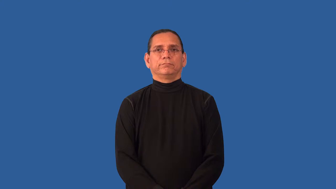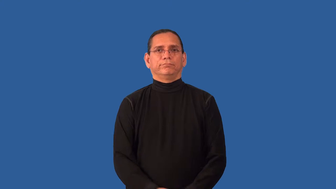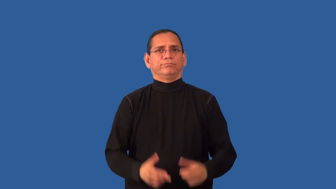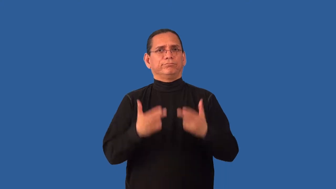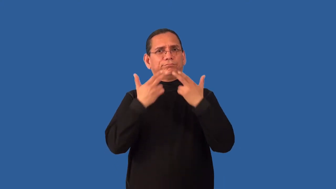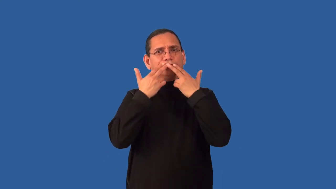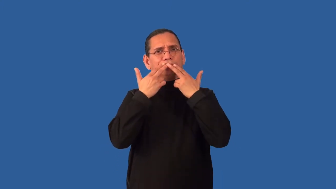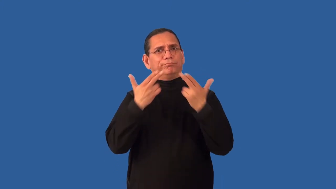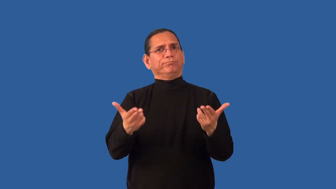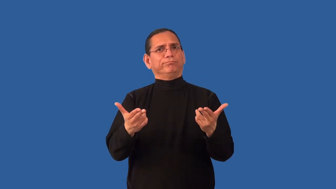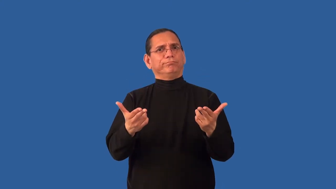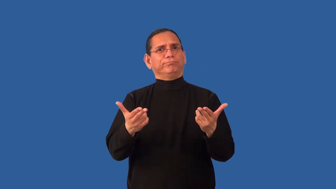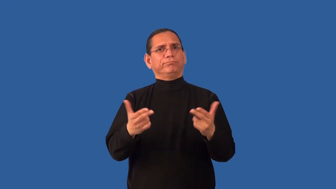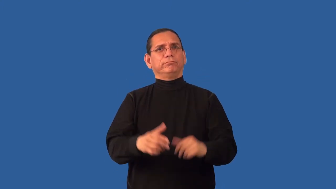irreproachable